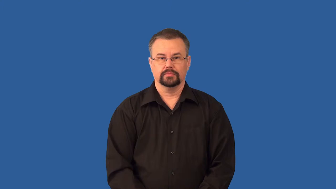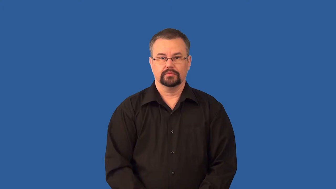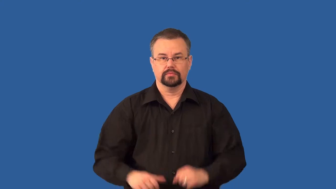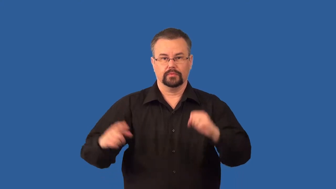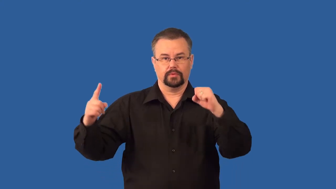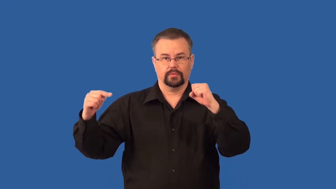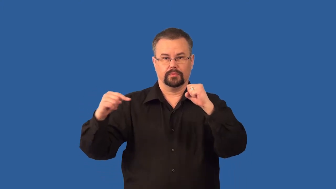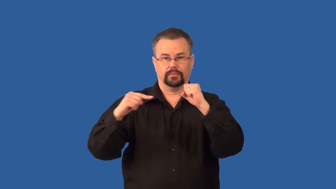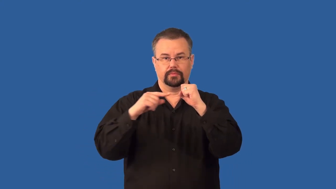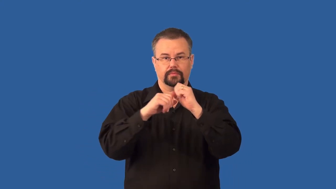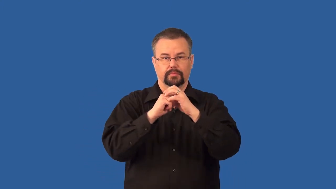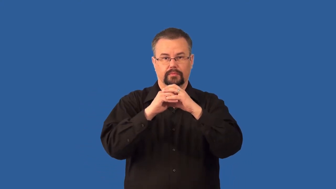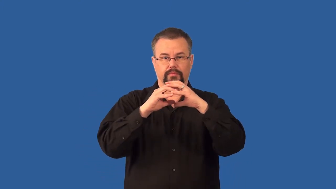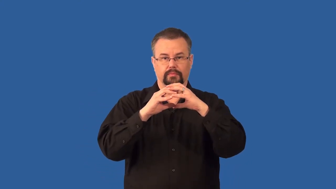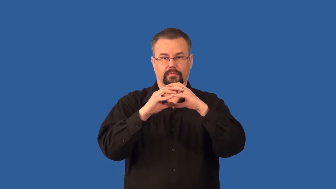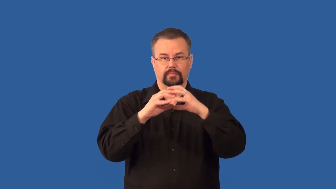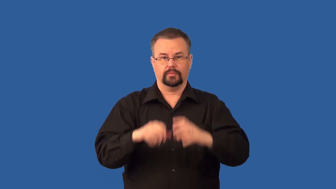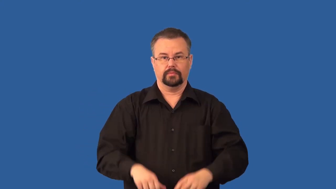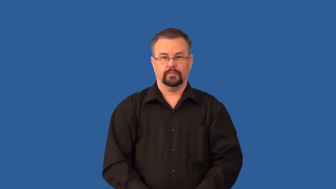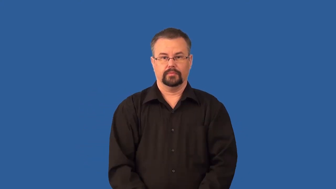conception-birth